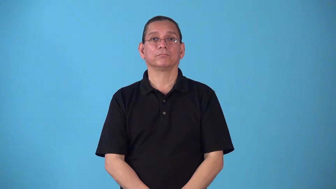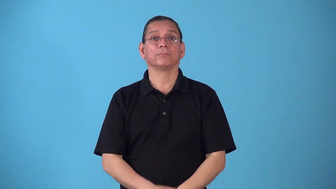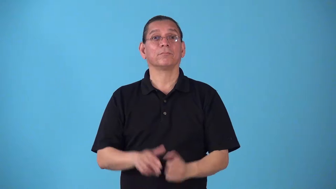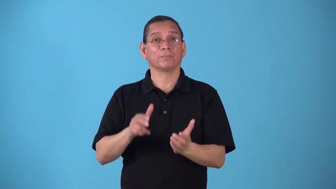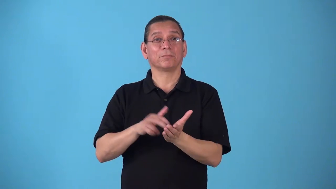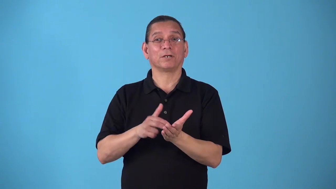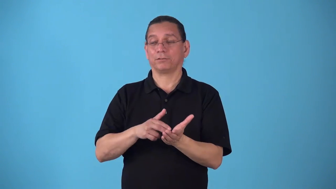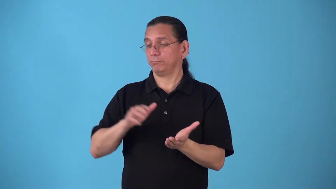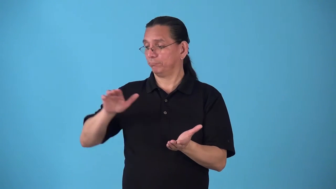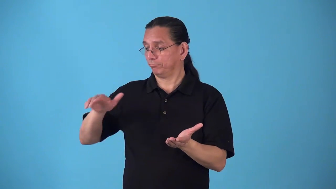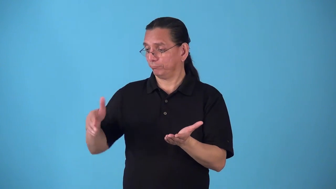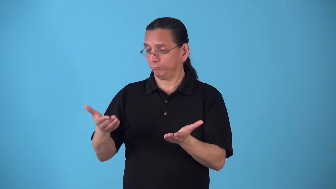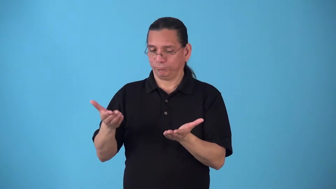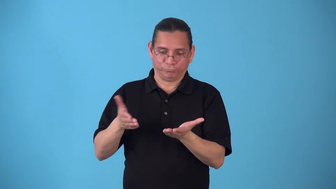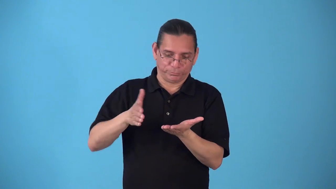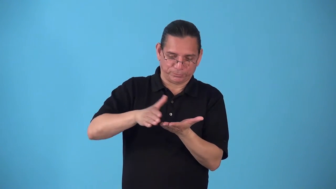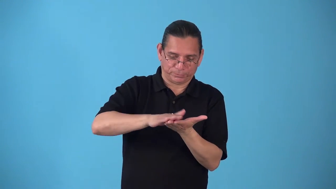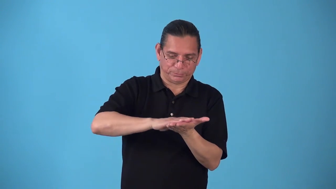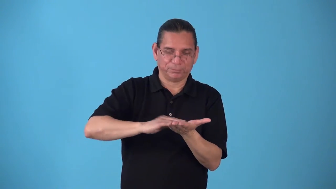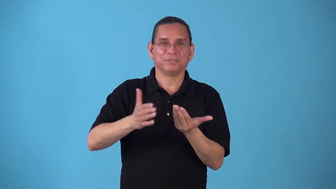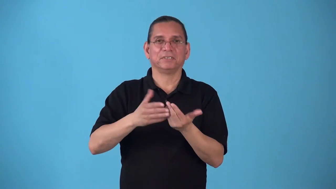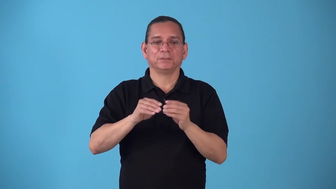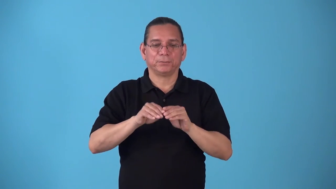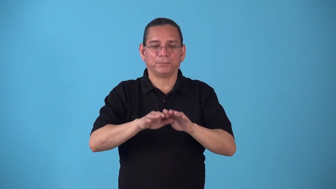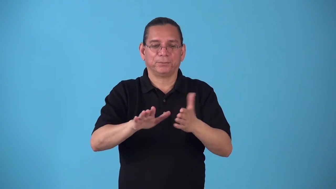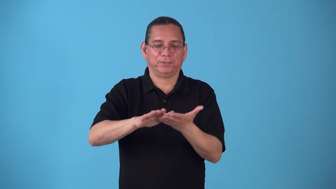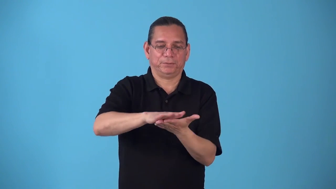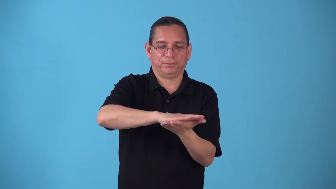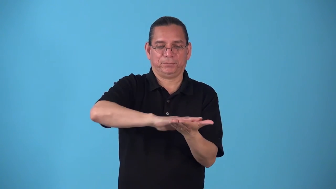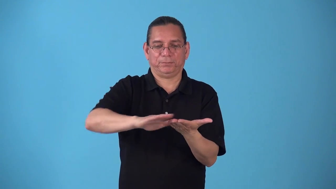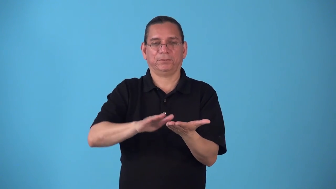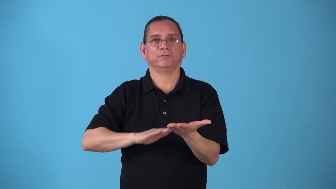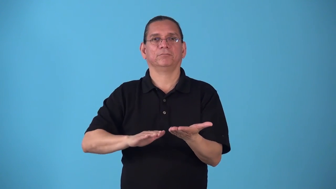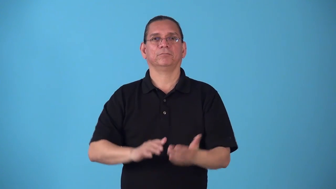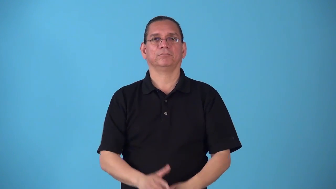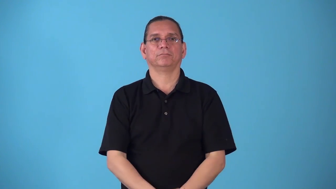spreadable-butter